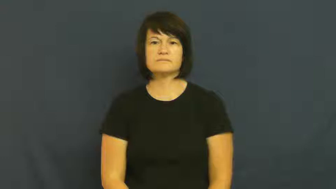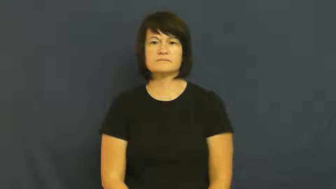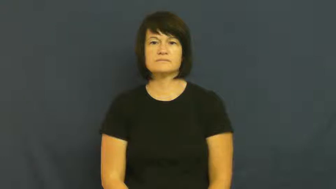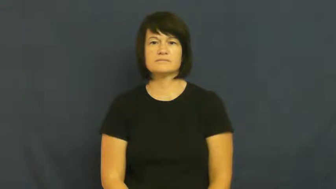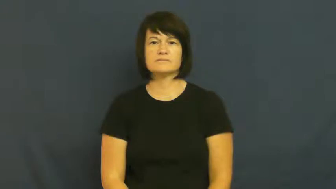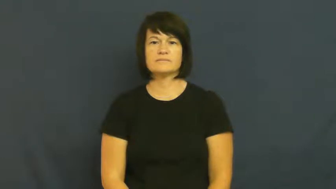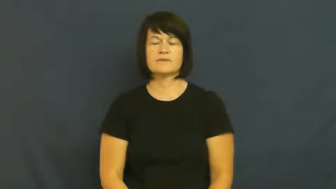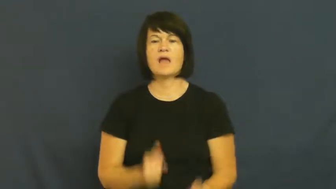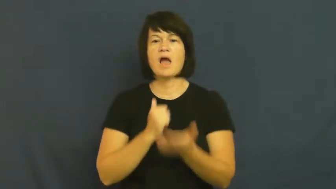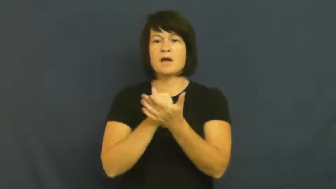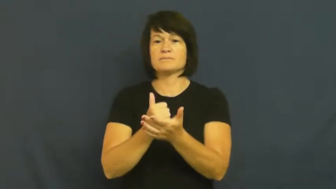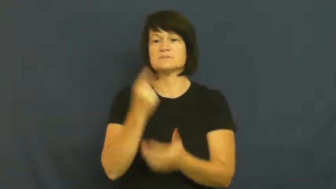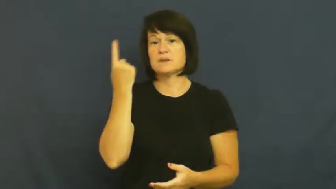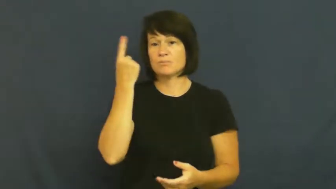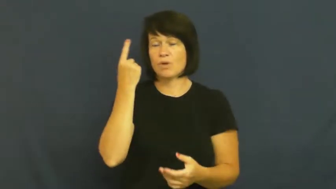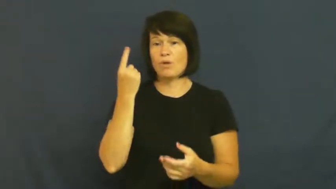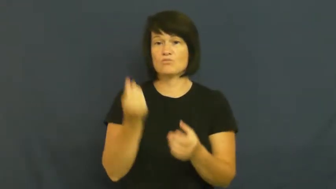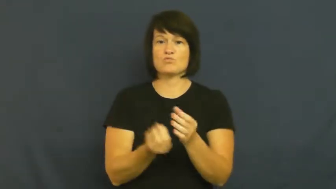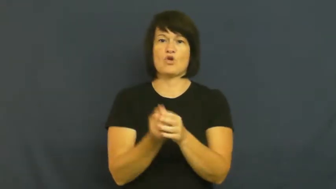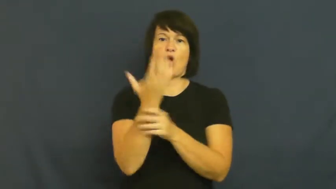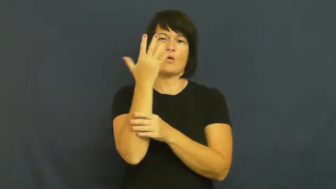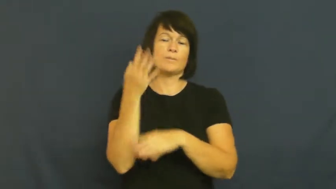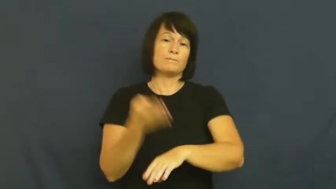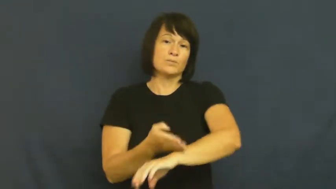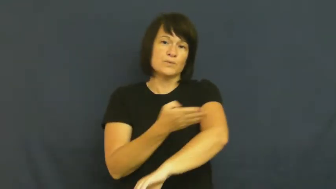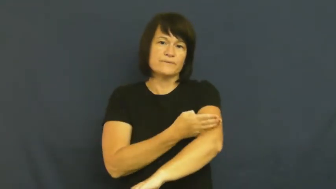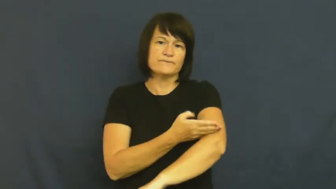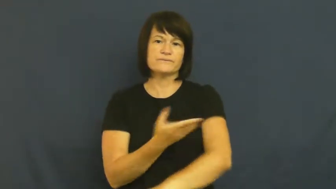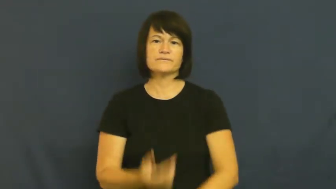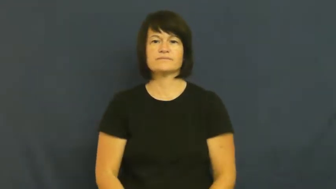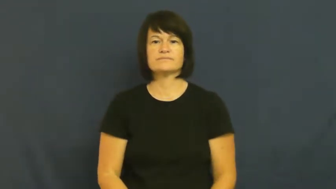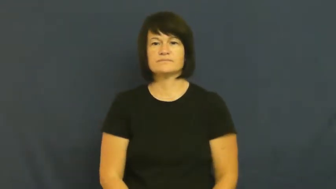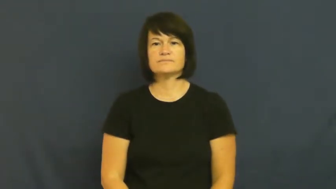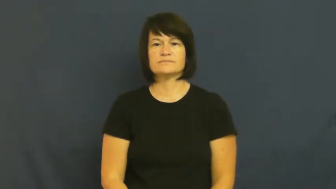shape-help